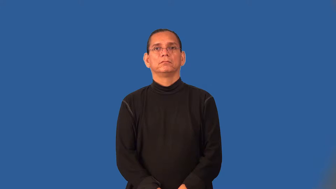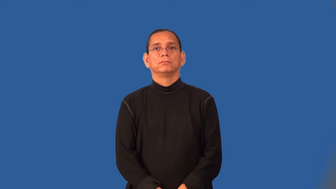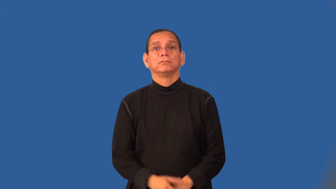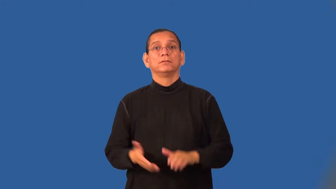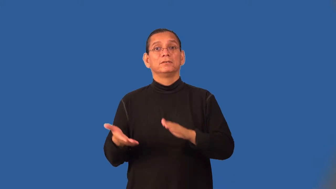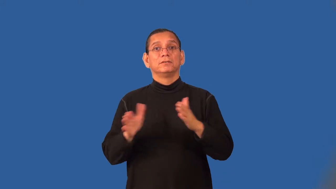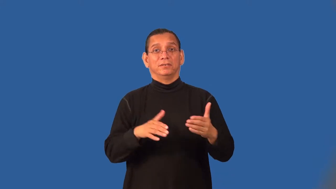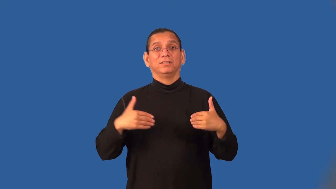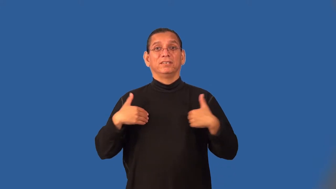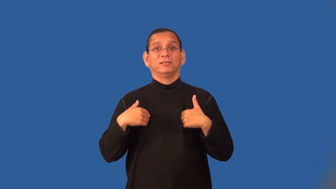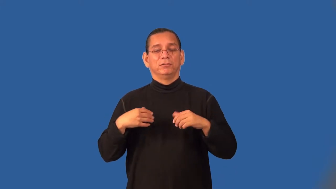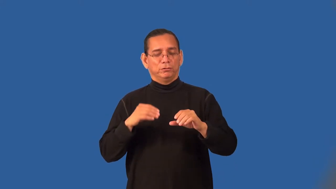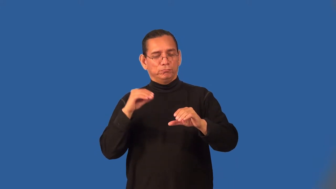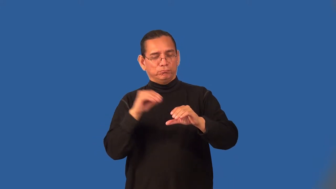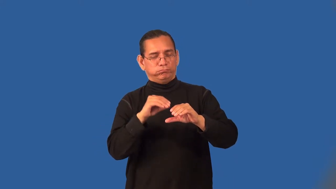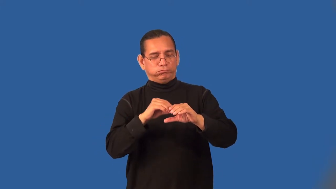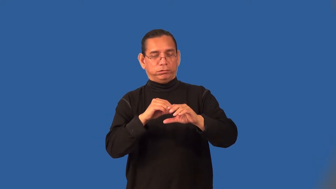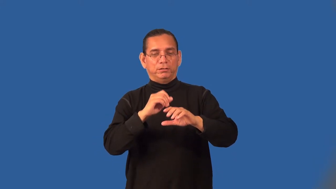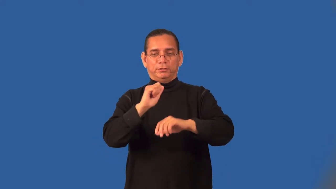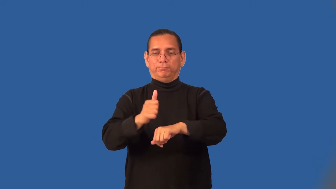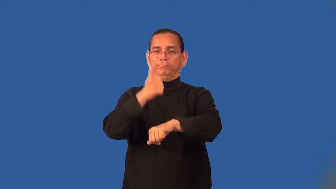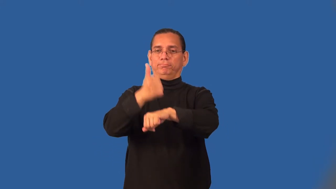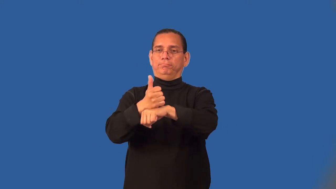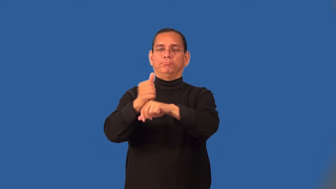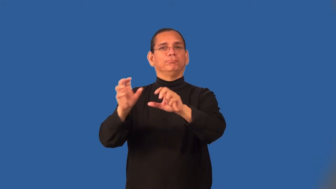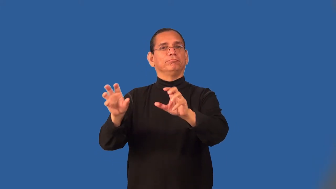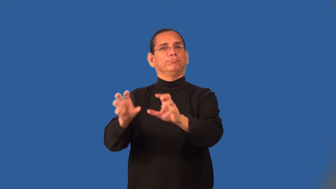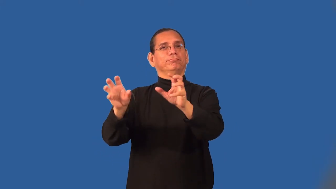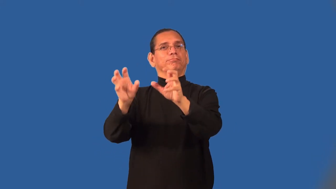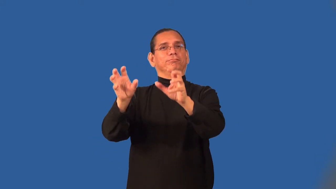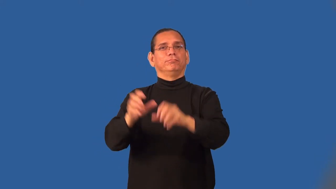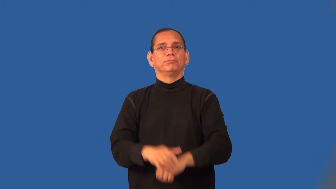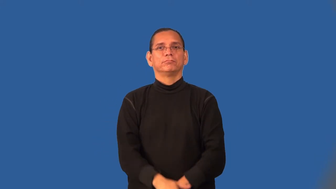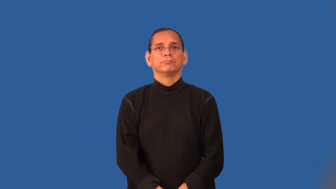taxidermy